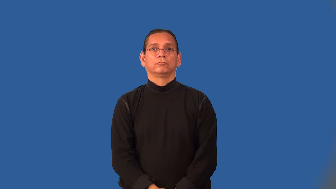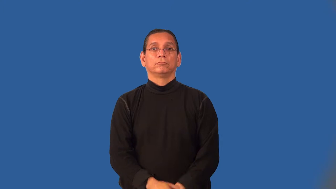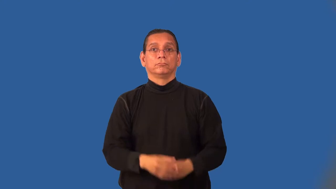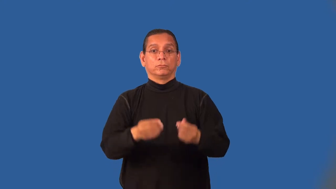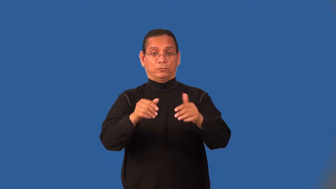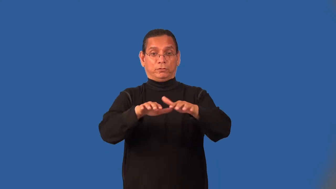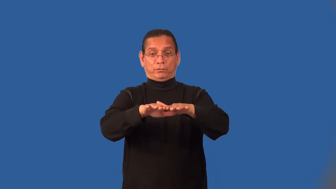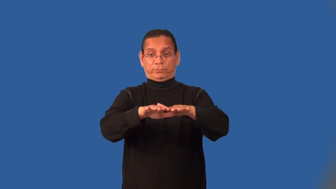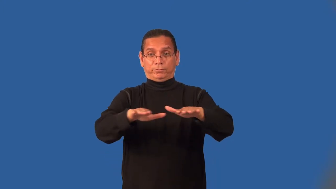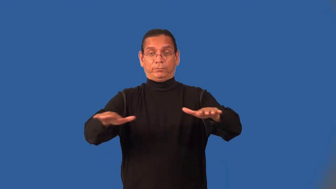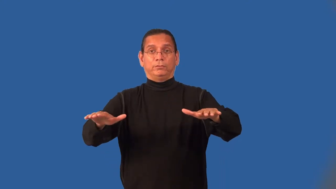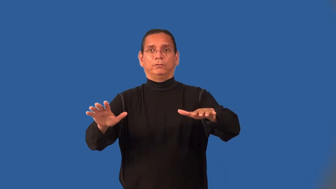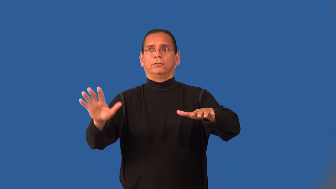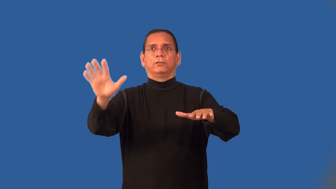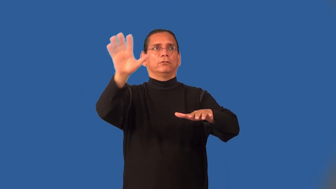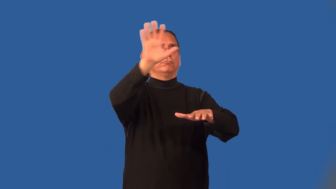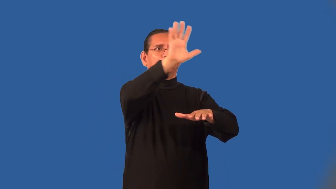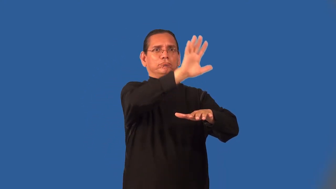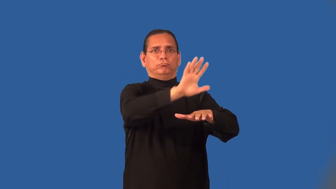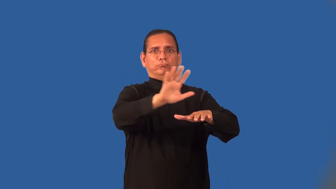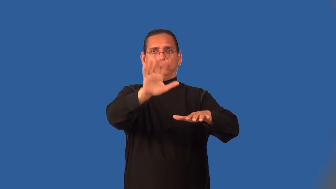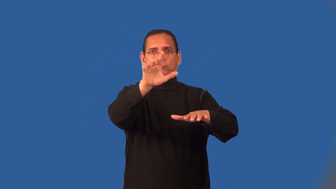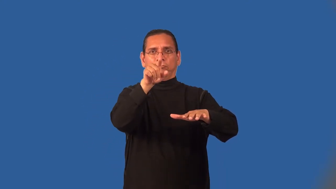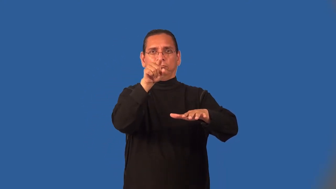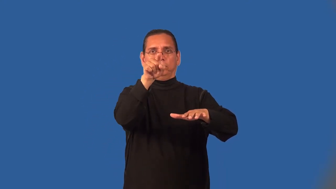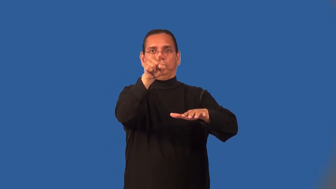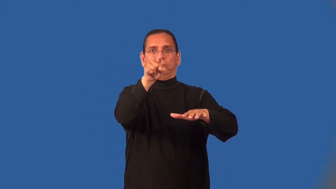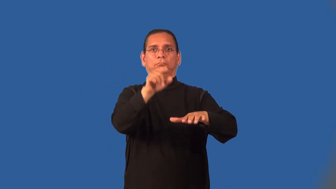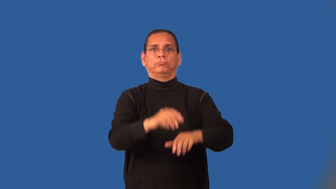midair